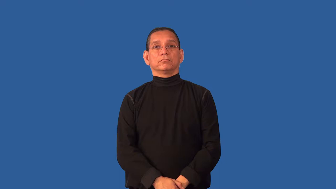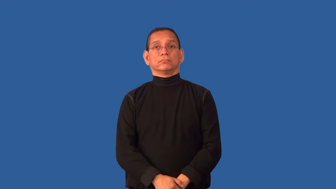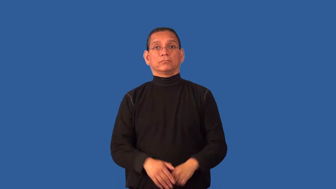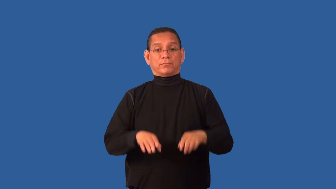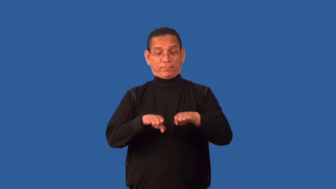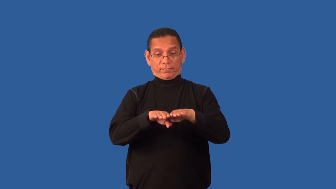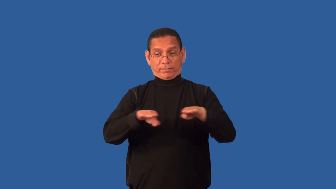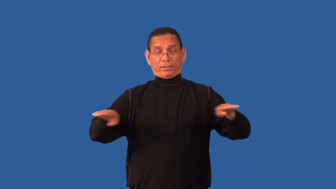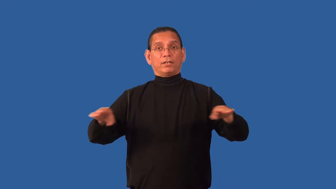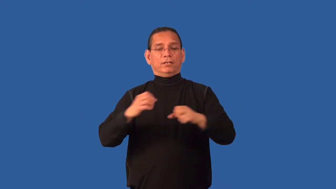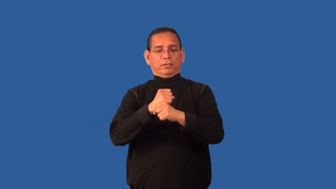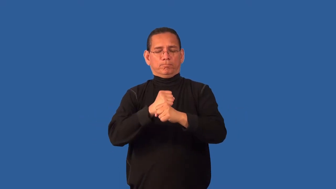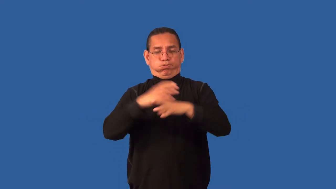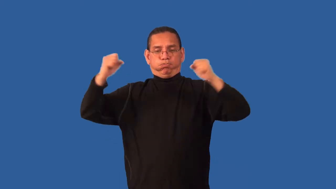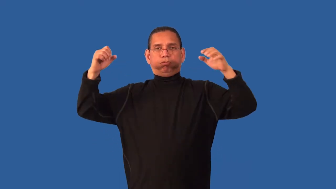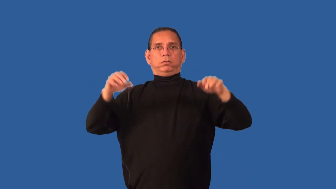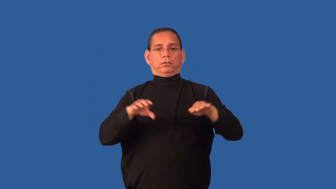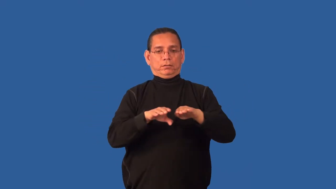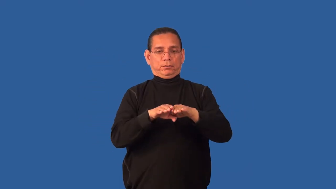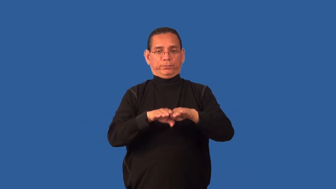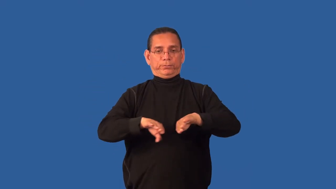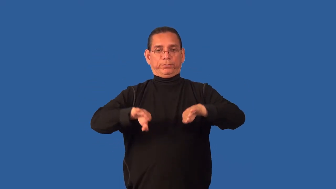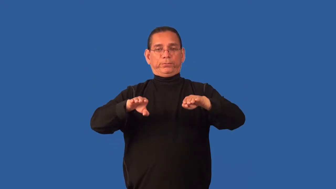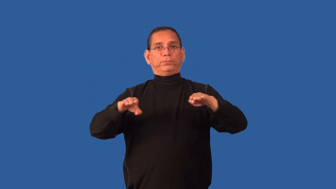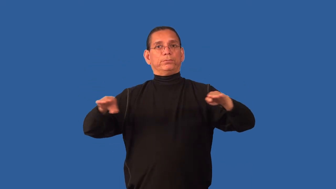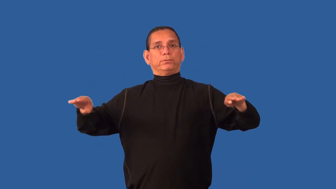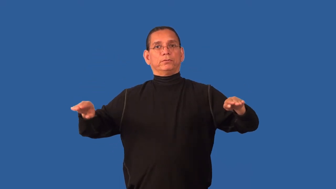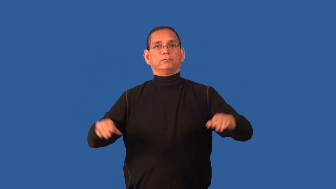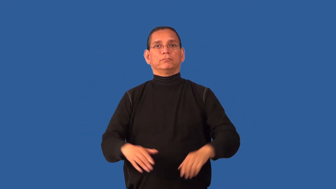caldera